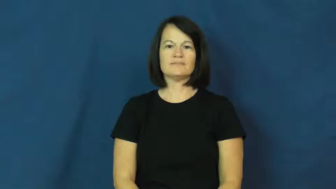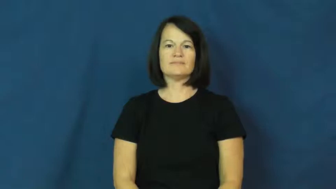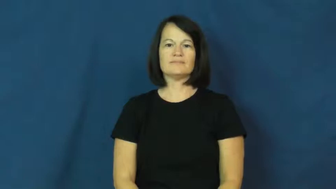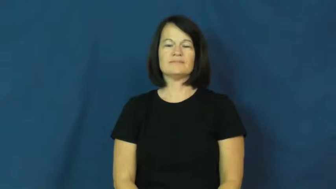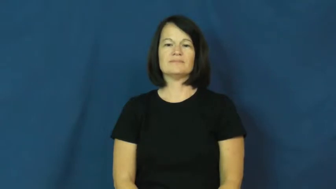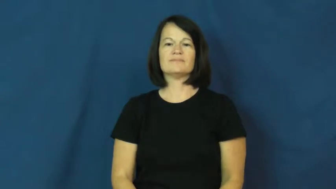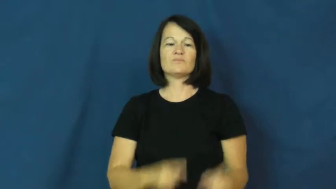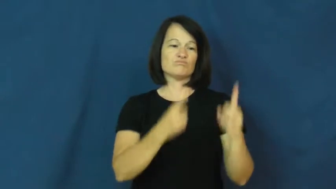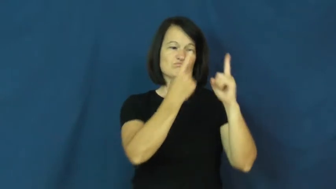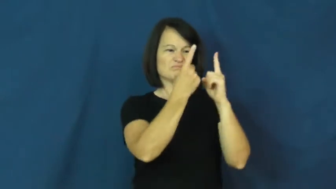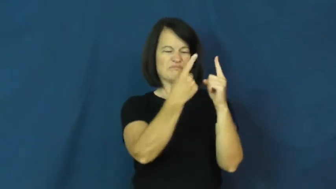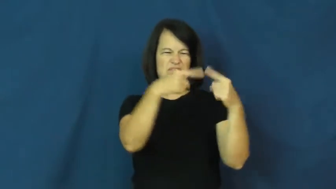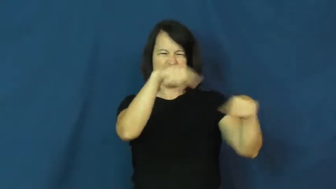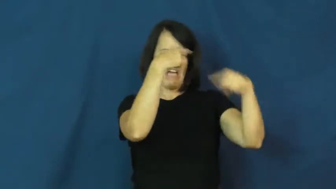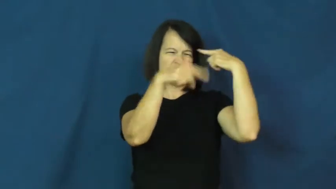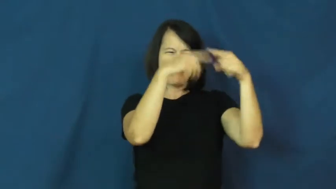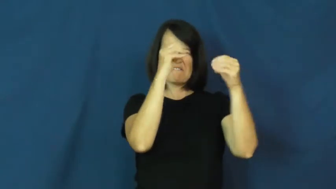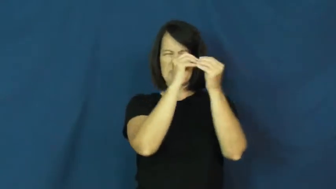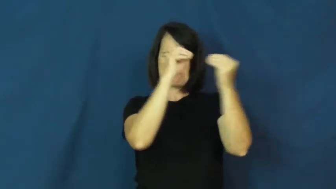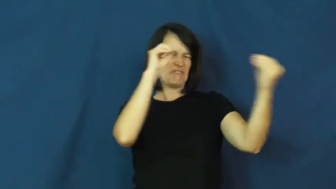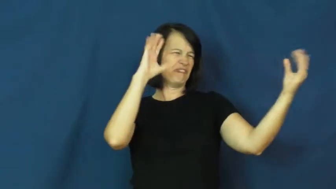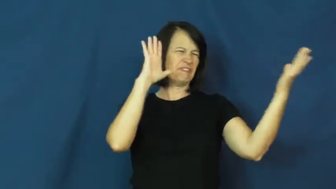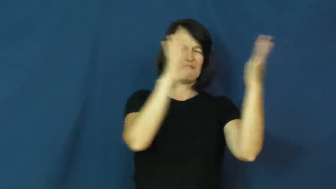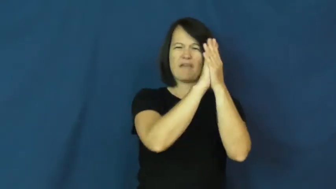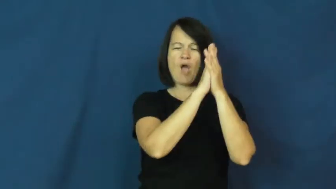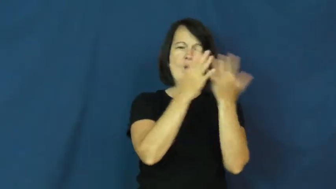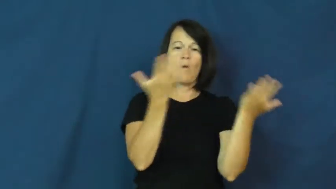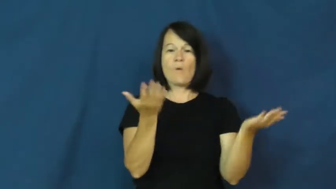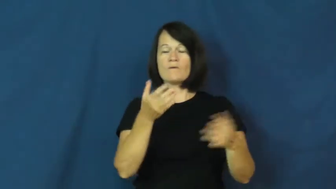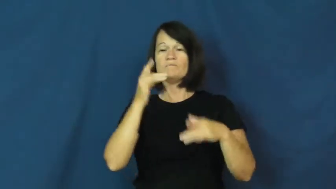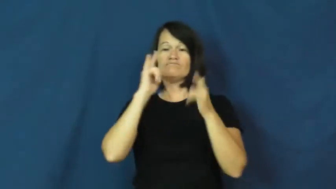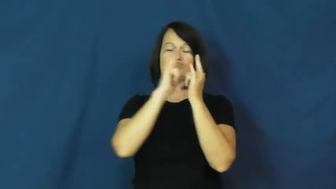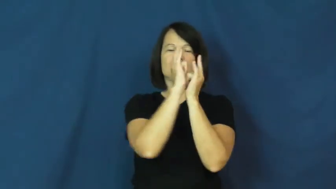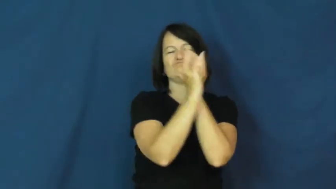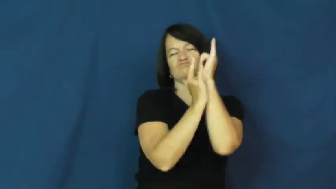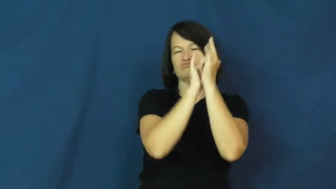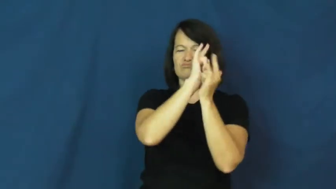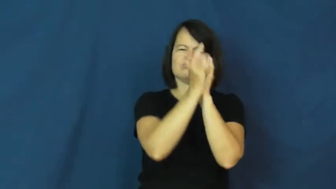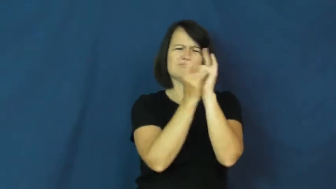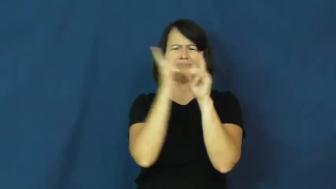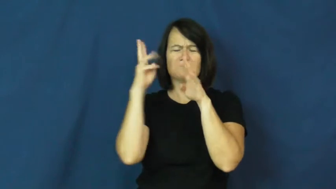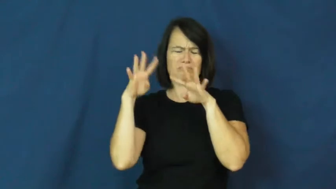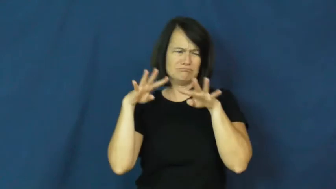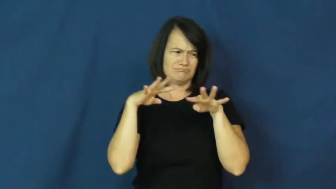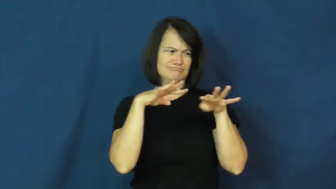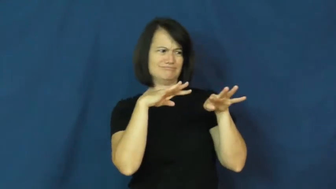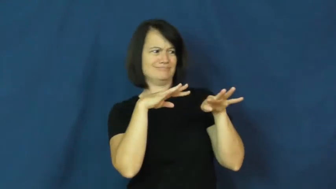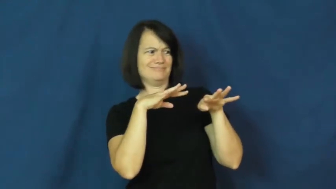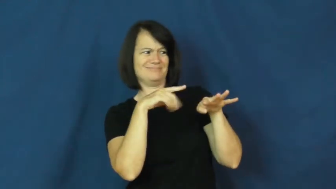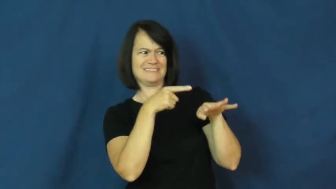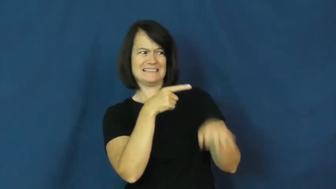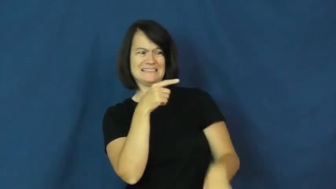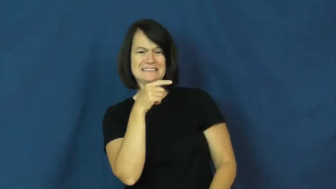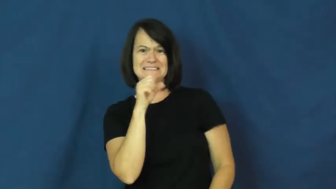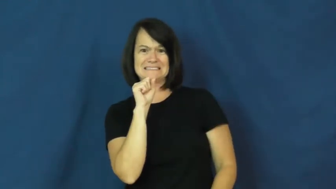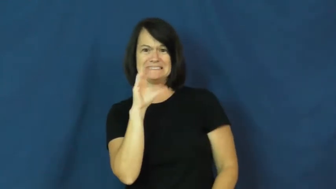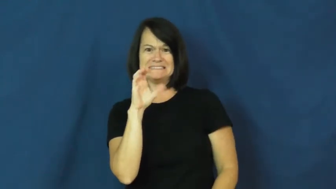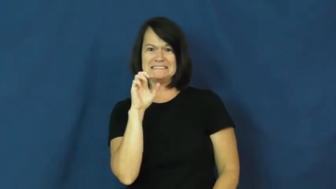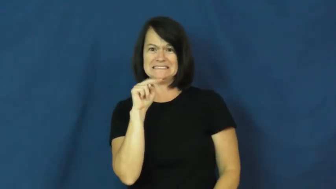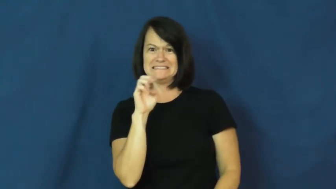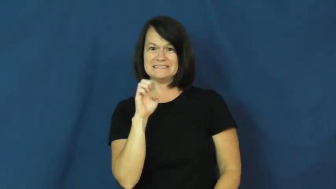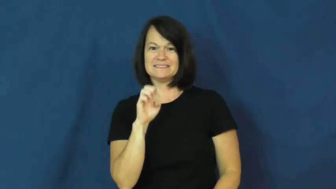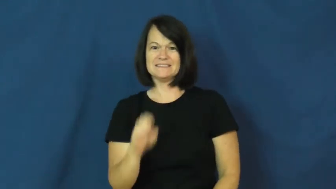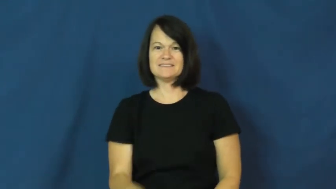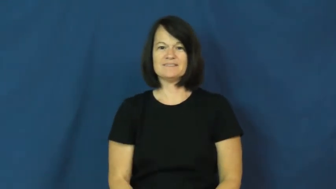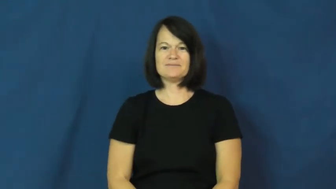scene-in public